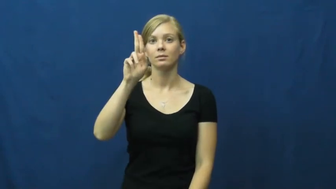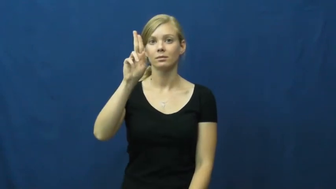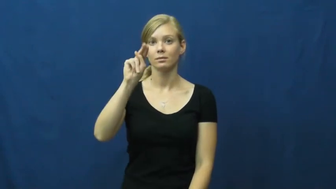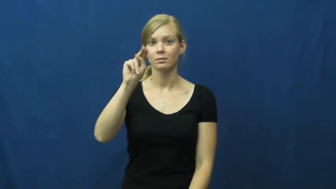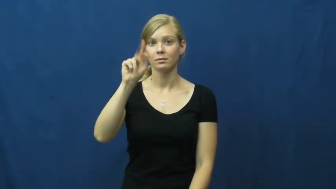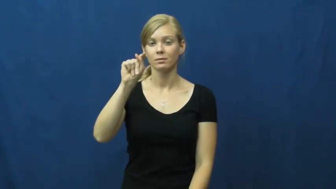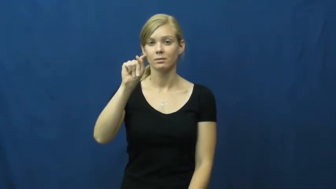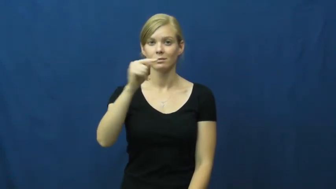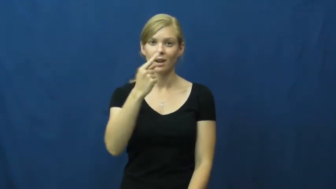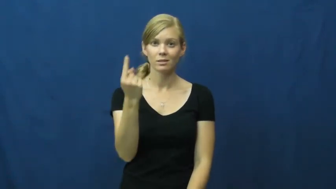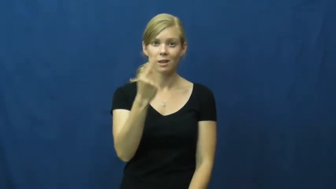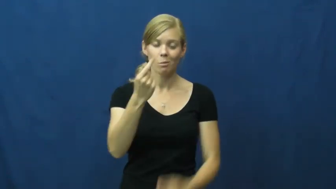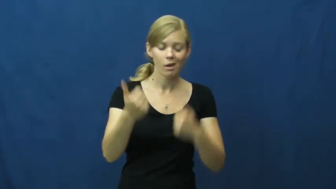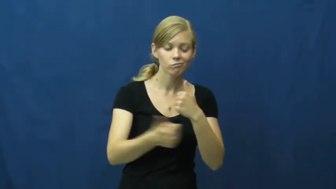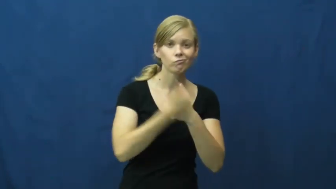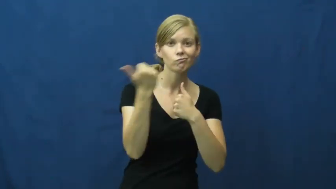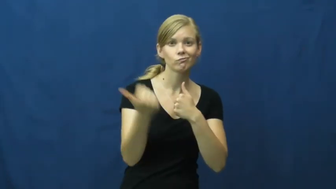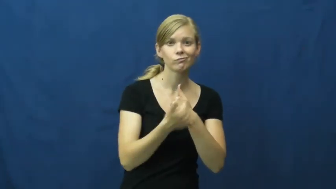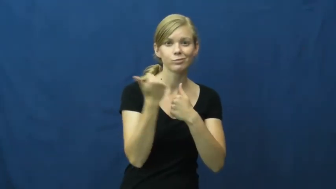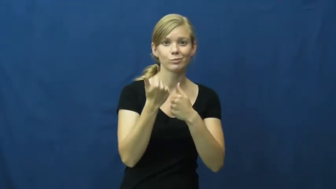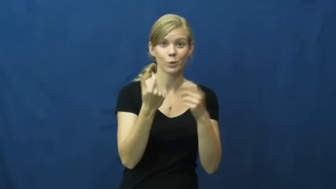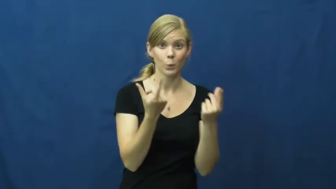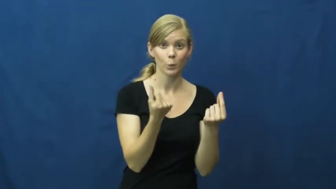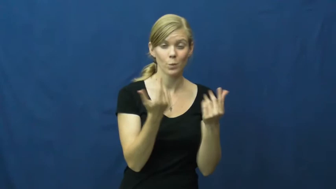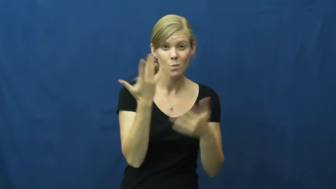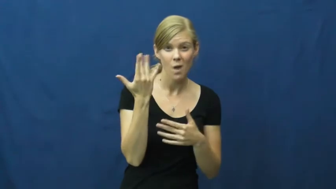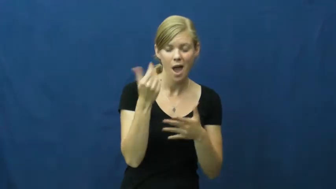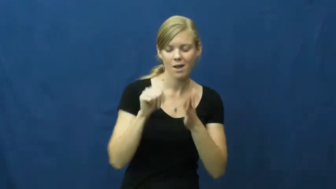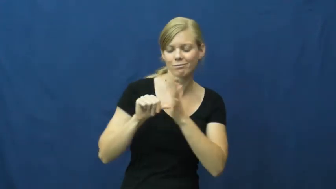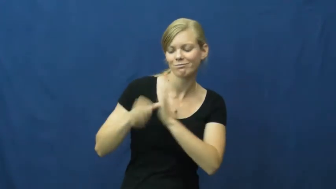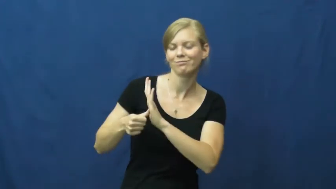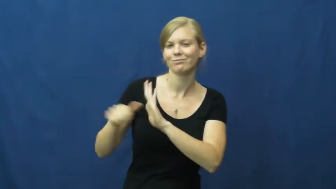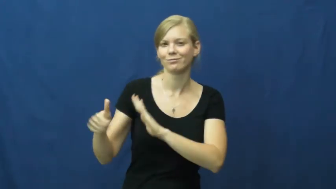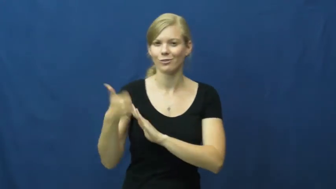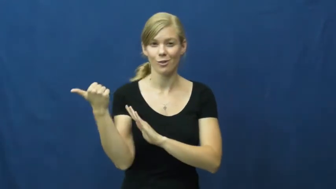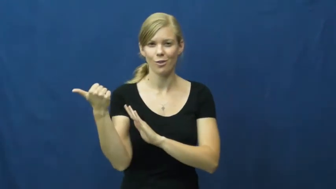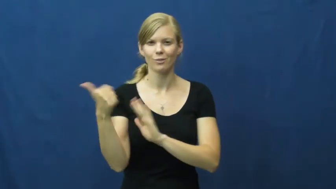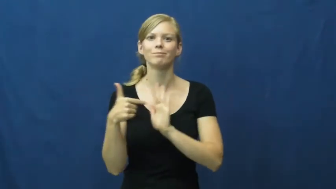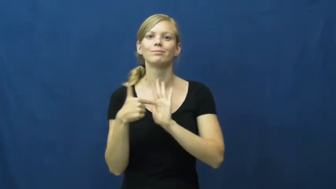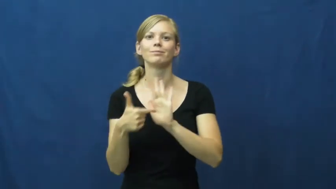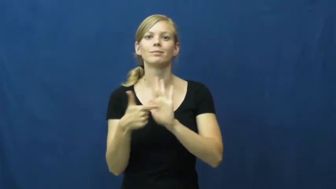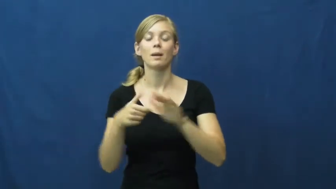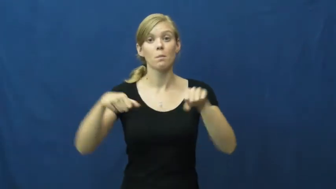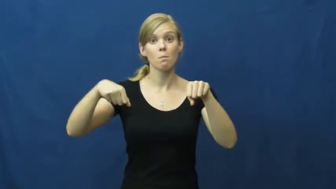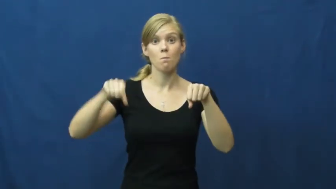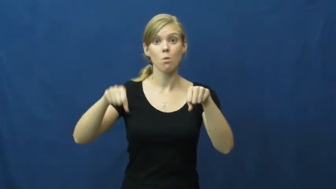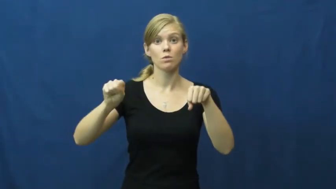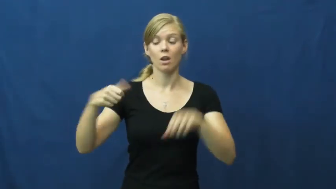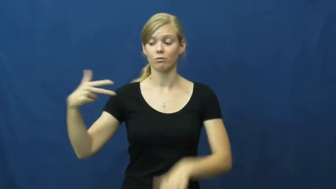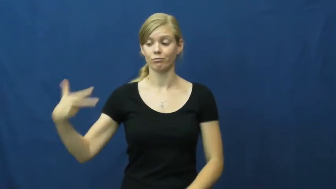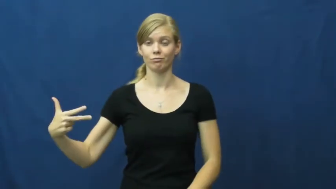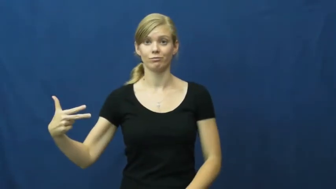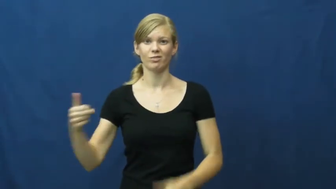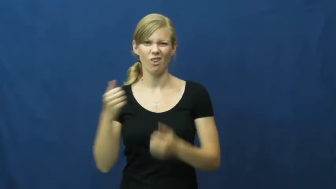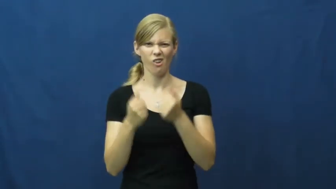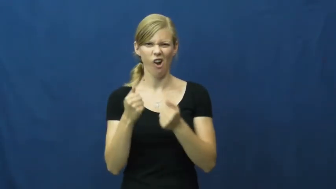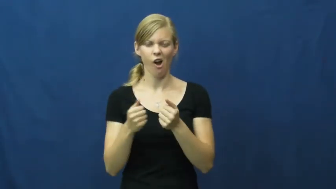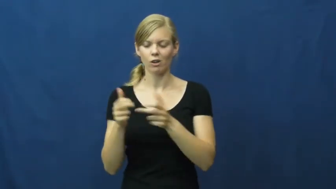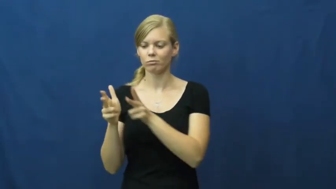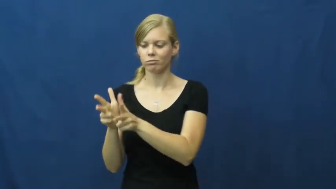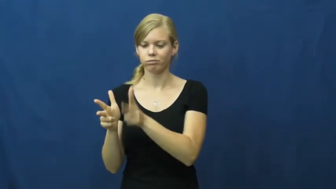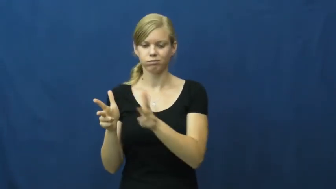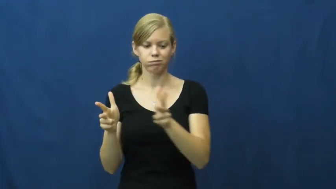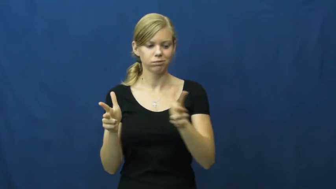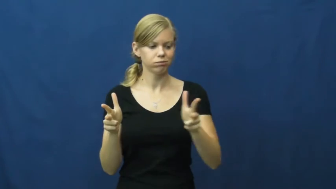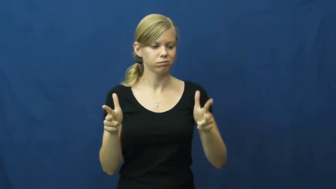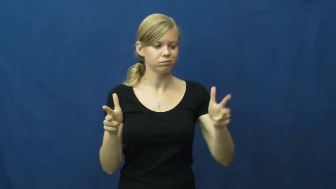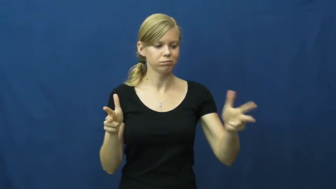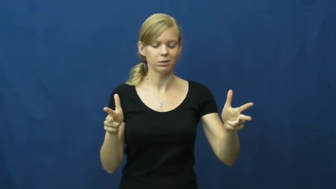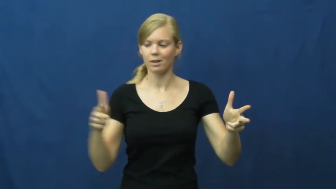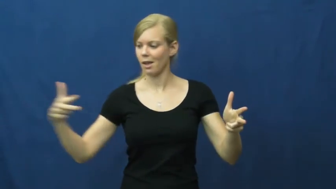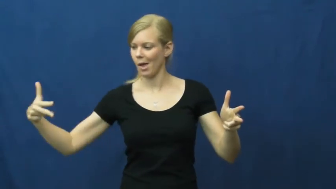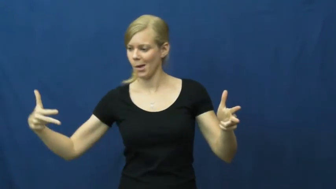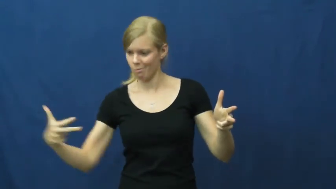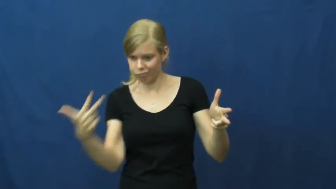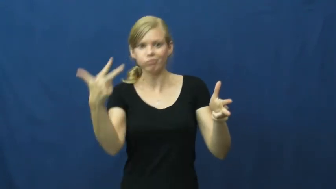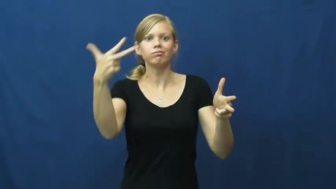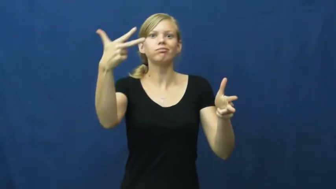stunt-trick